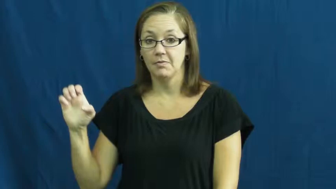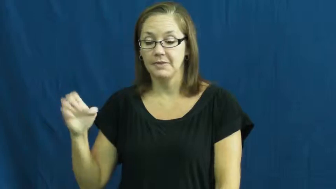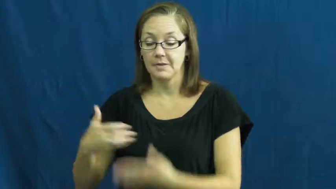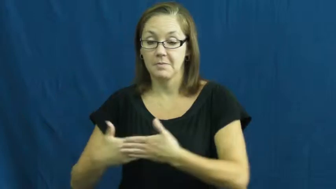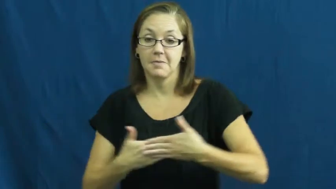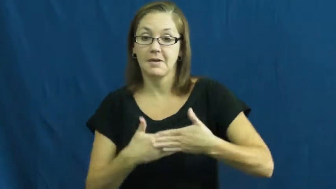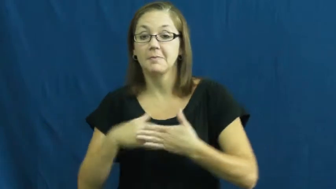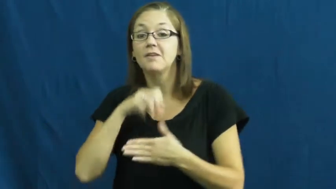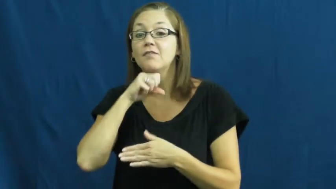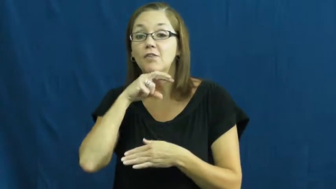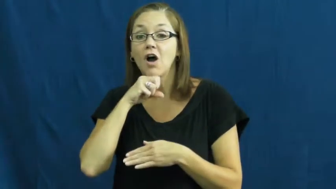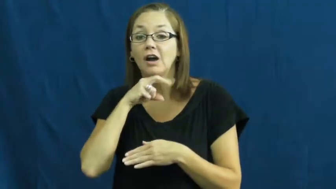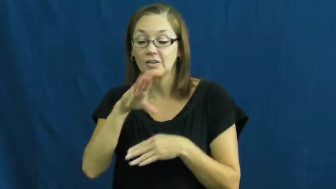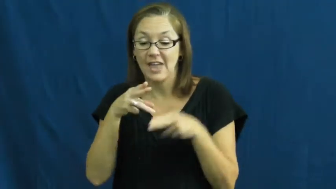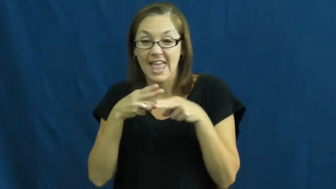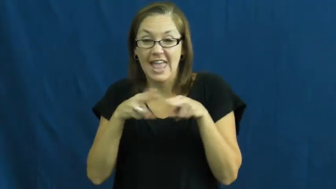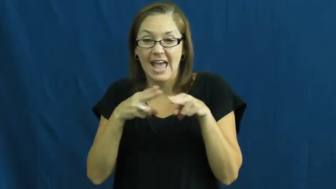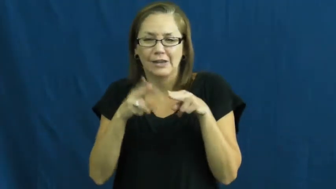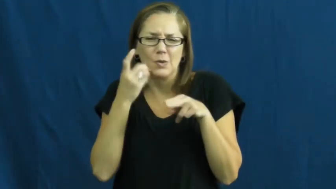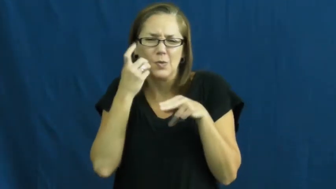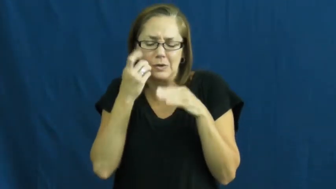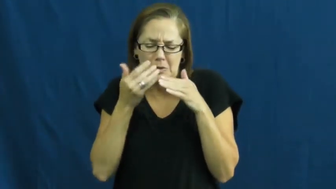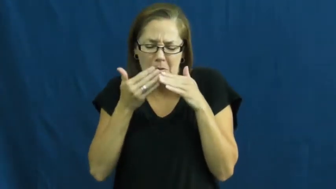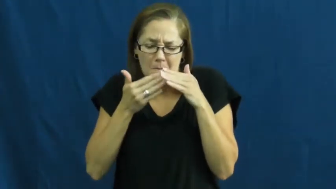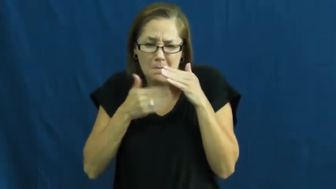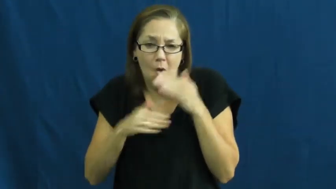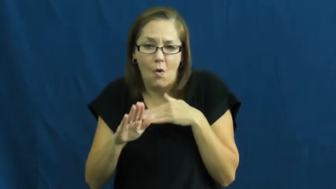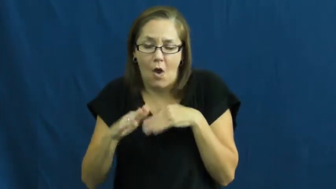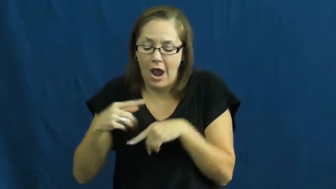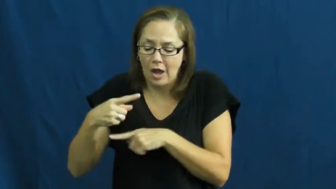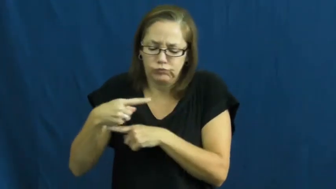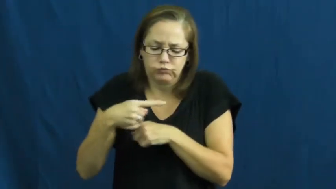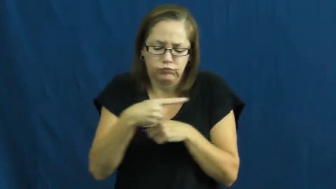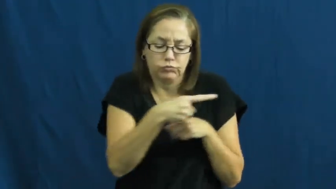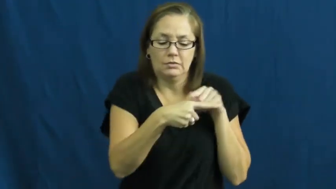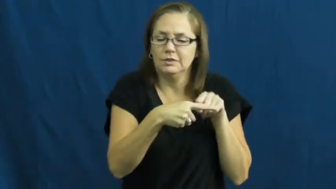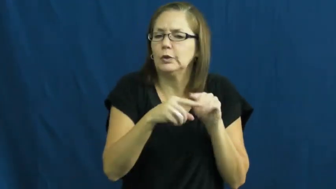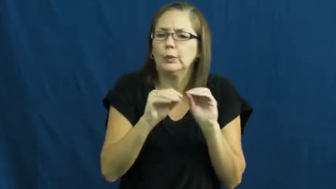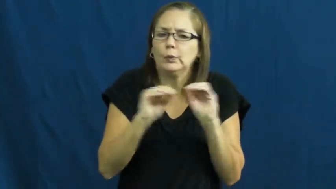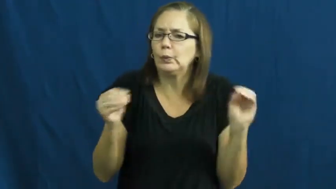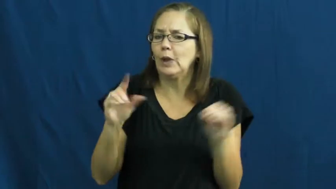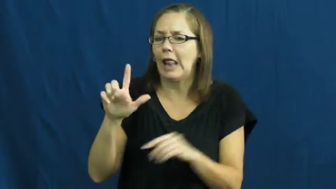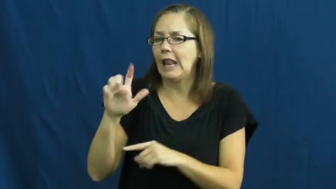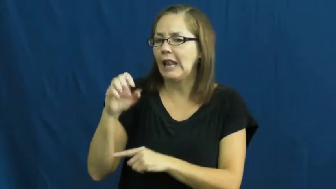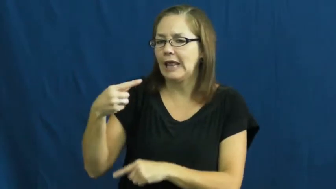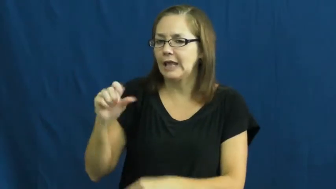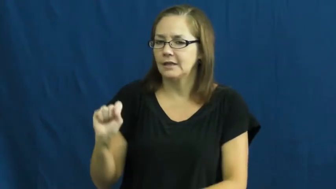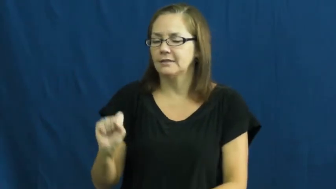pollywog